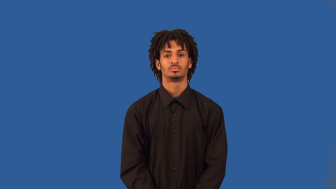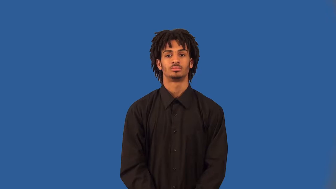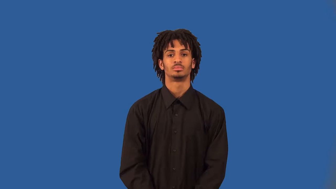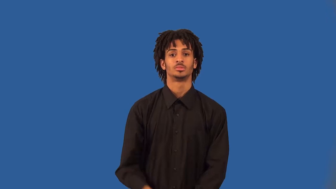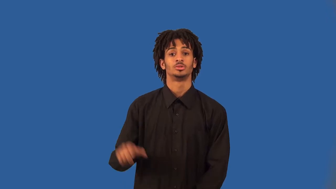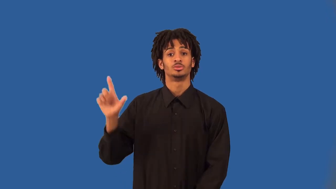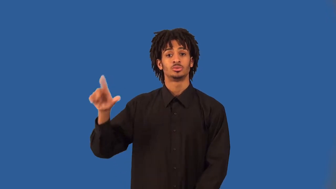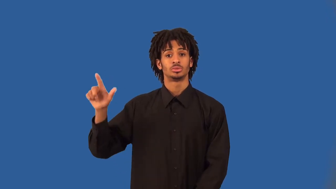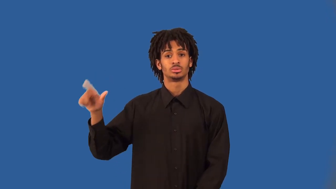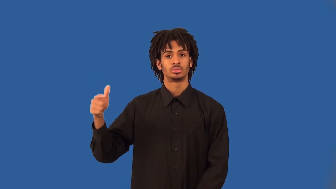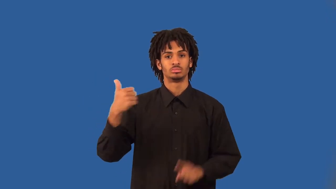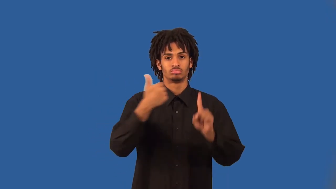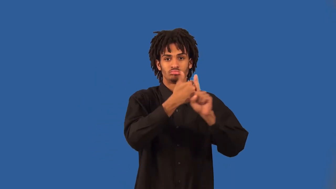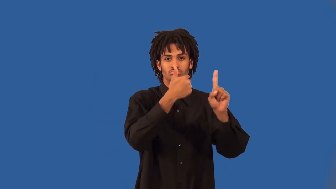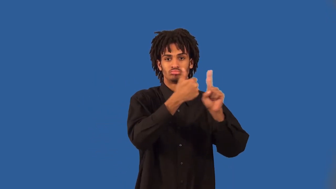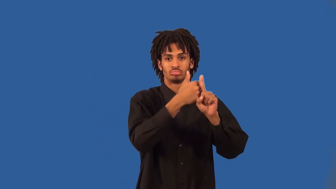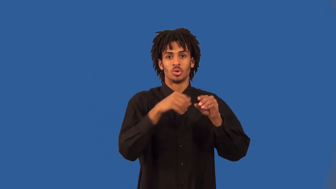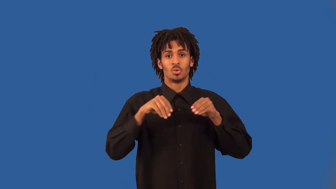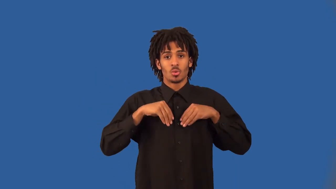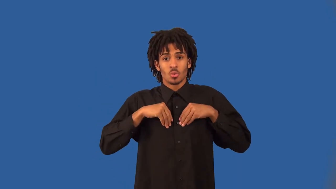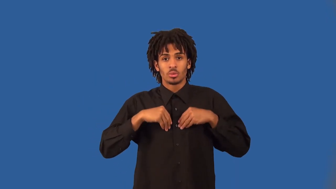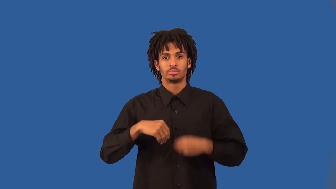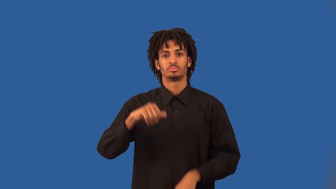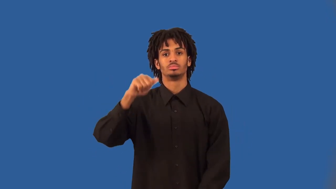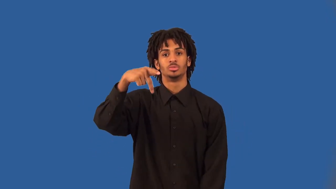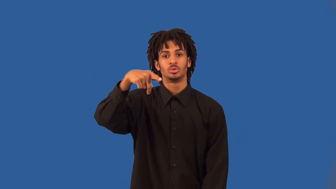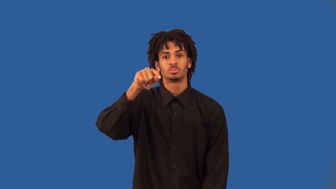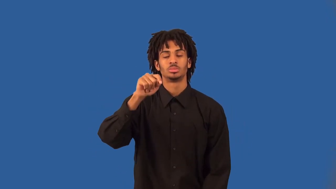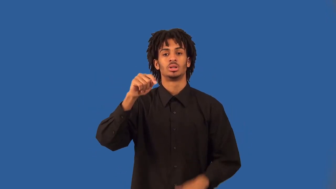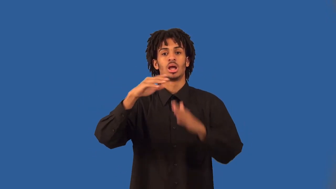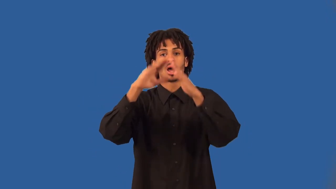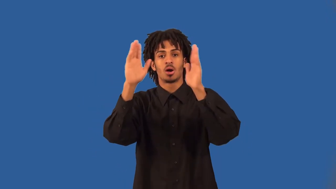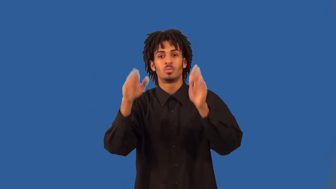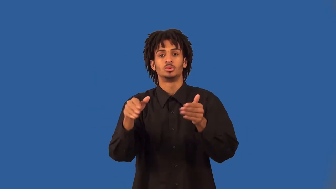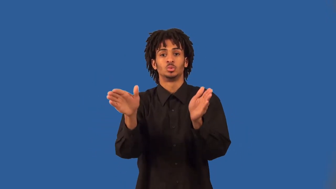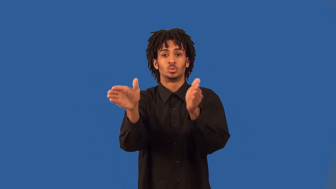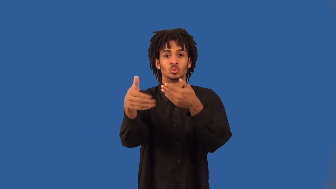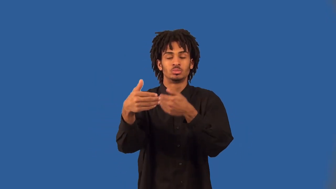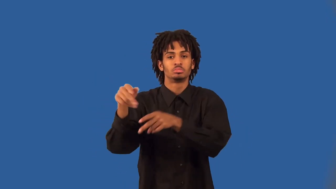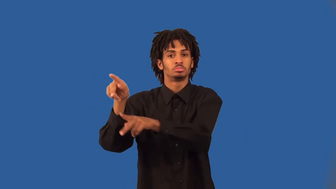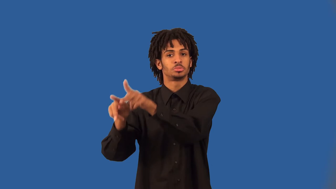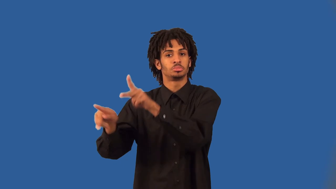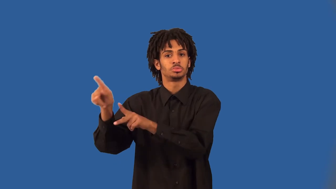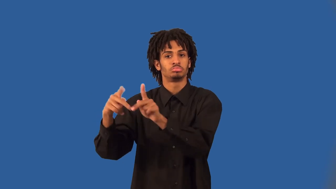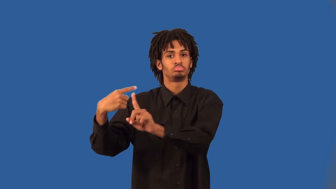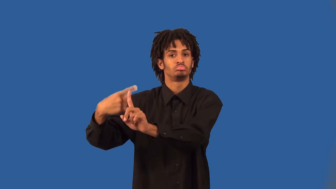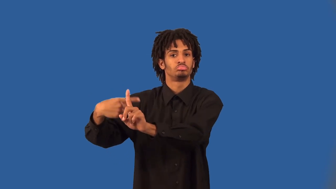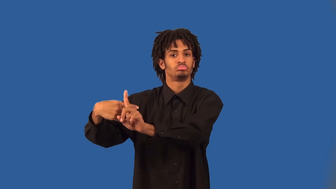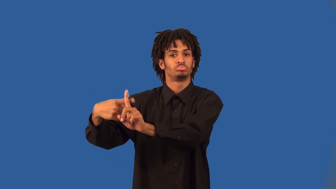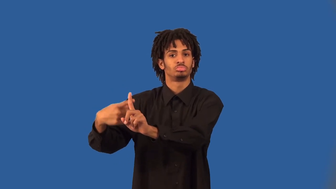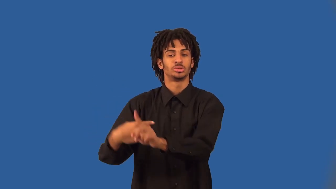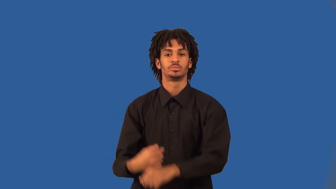landlord,rentier